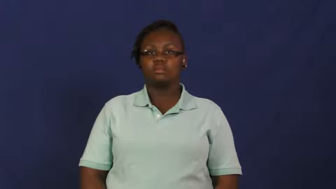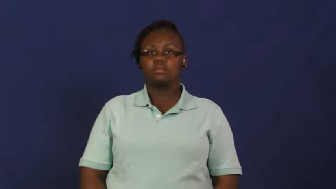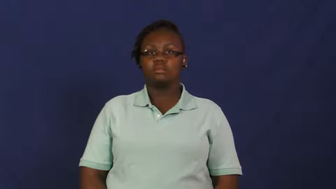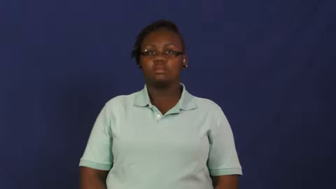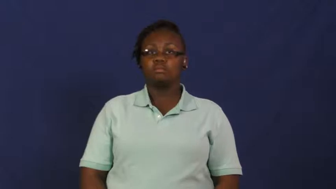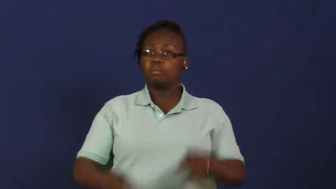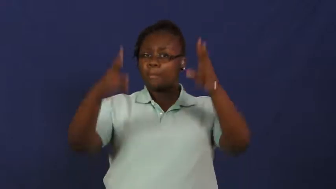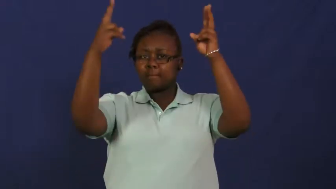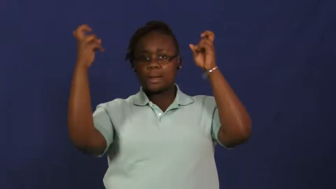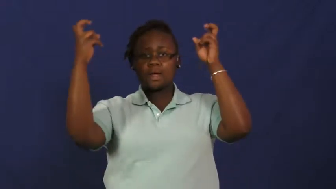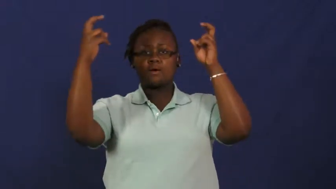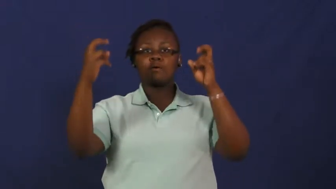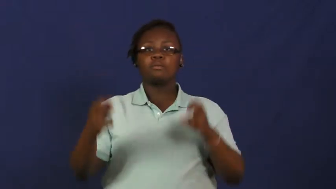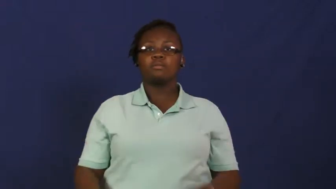rebound-basketball